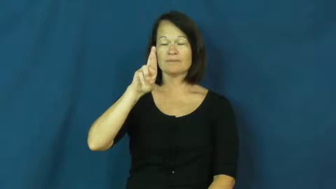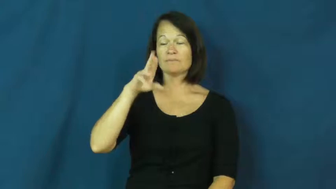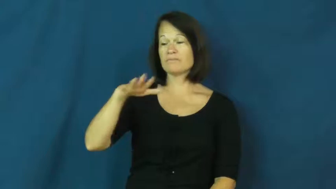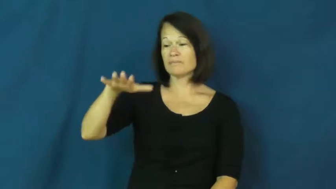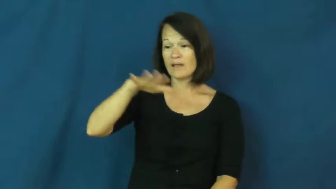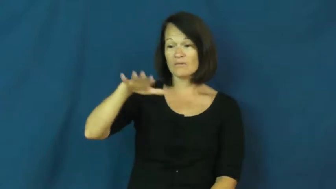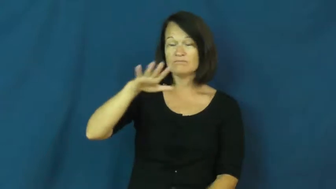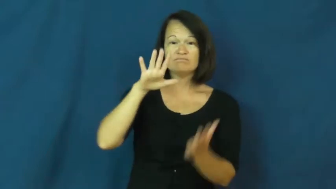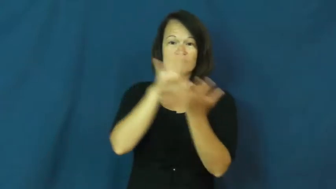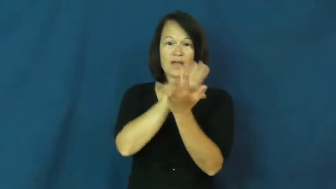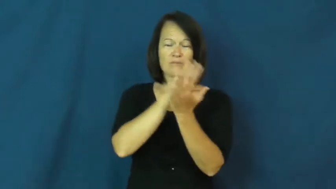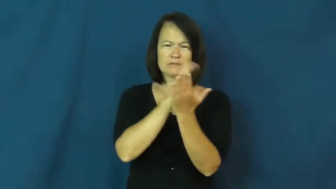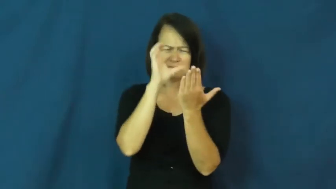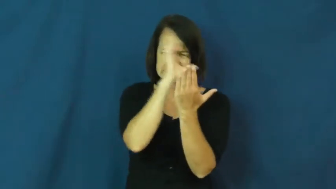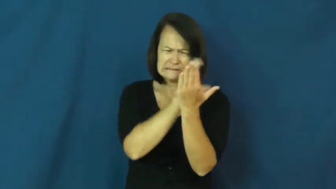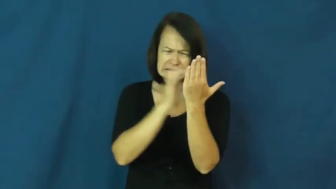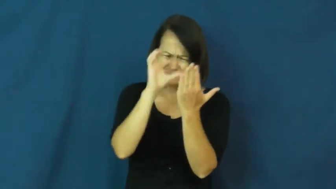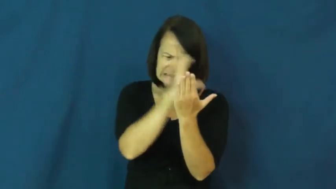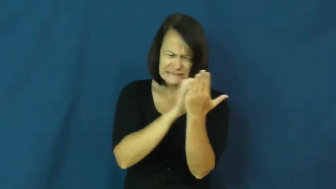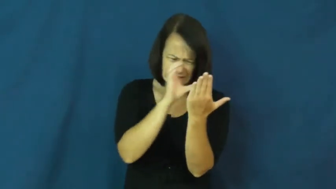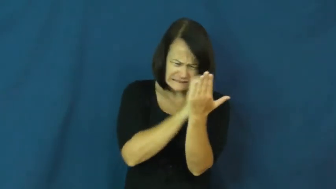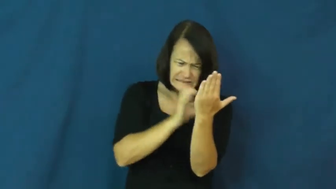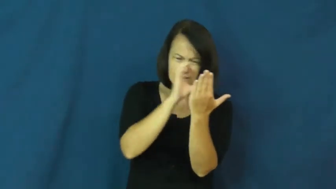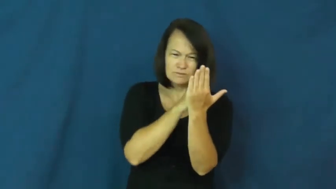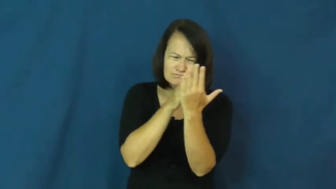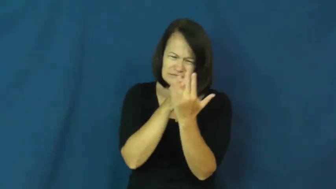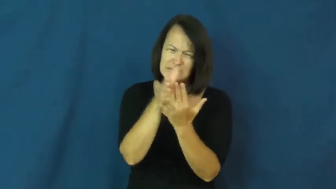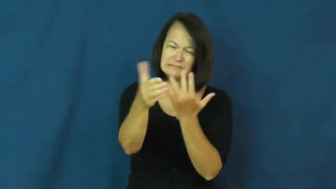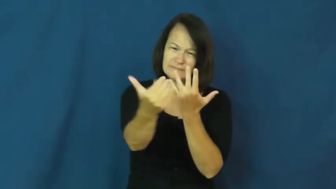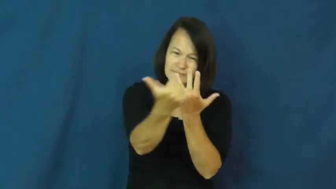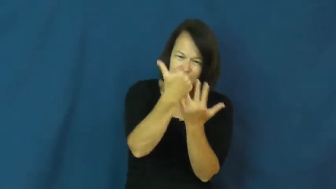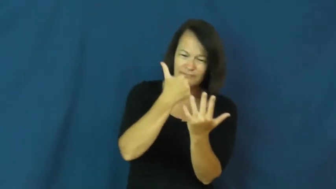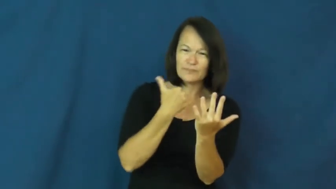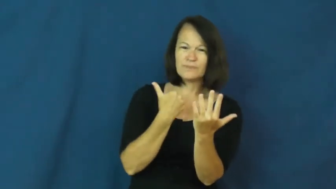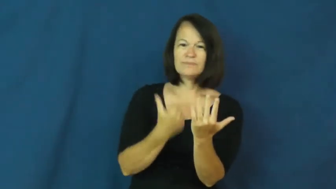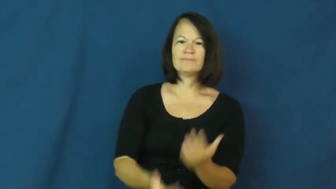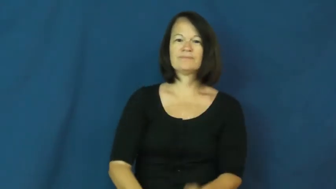scour,dig out,root out,canvass,comb,scrounge,ferret,shakedown-search